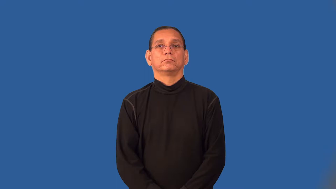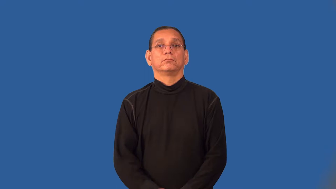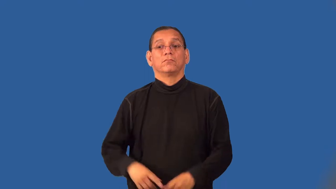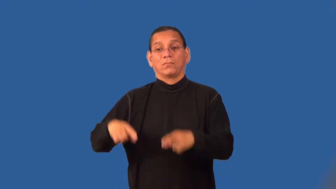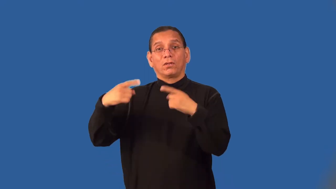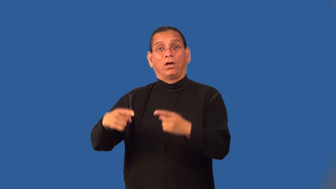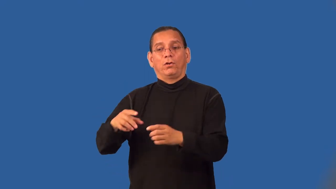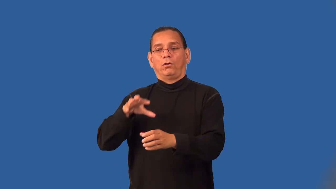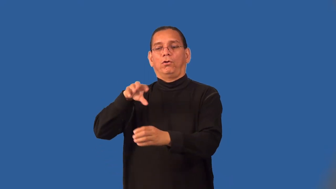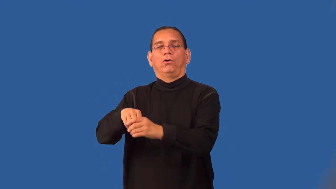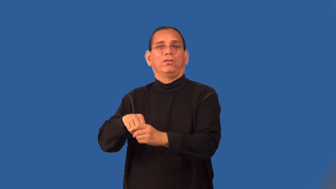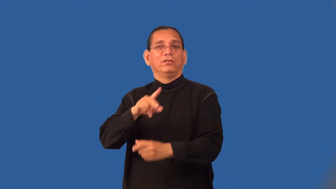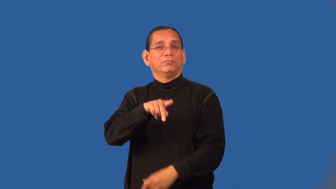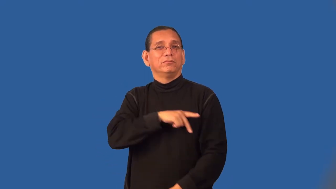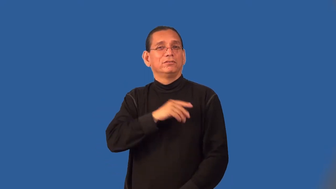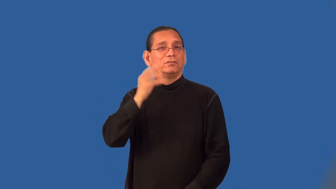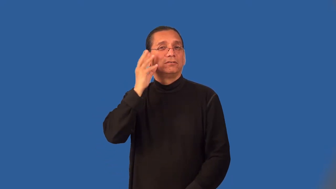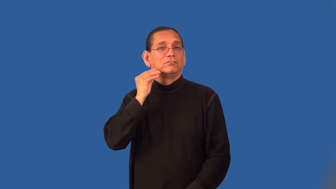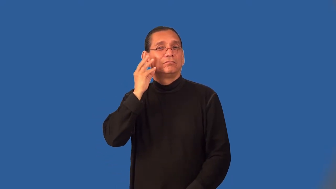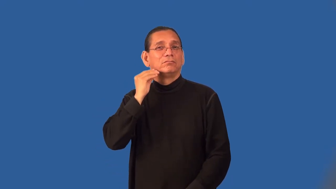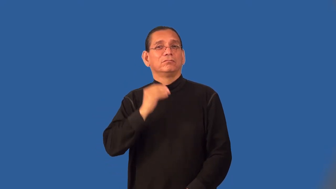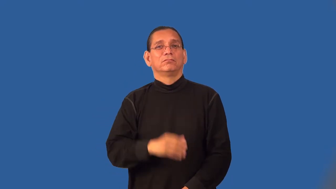personalize